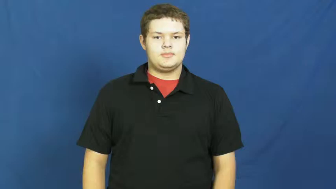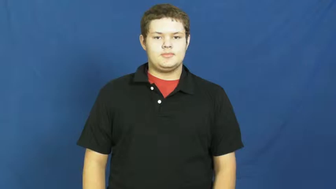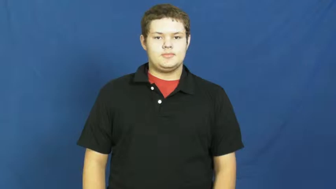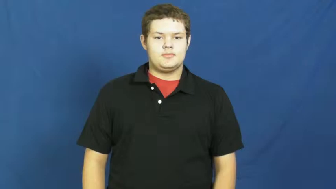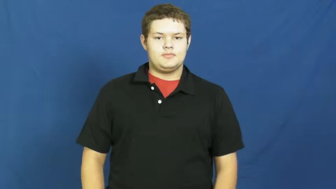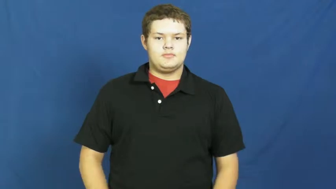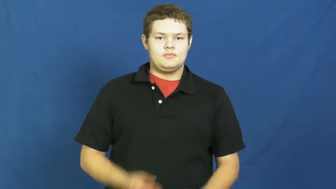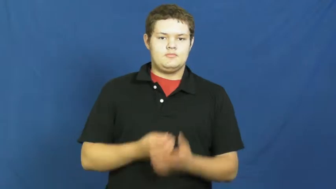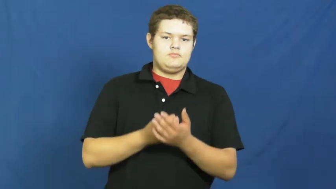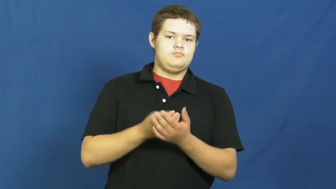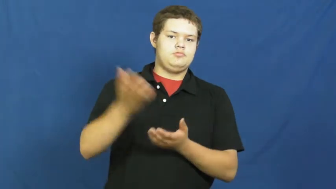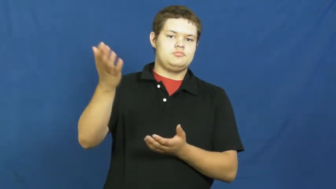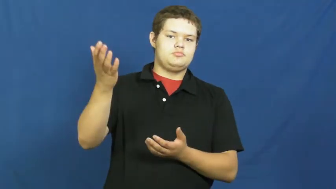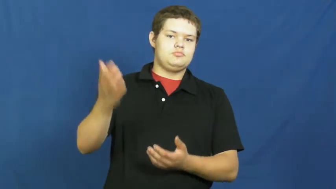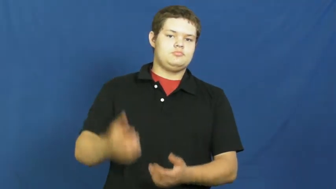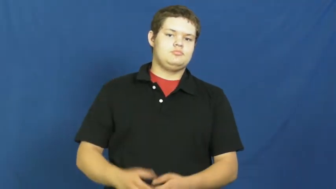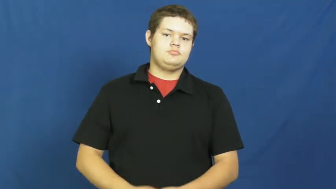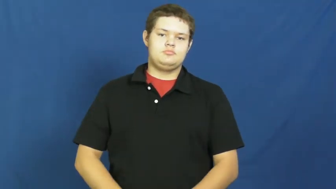waste,fritter away,piddle,squander-time,space